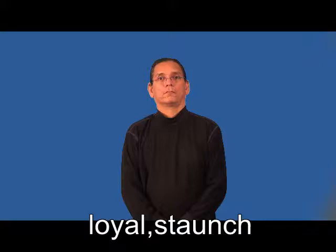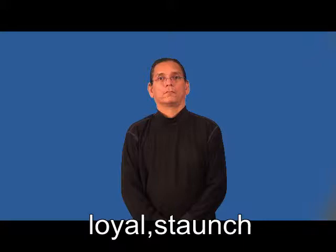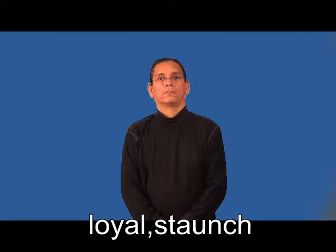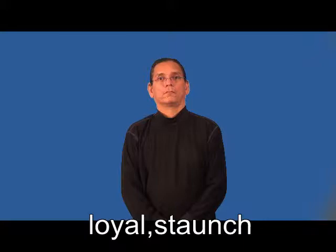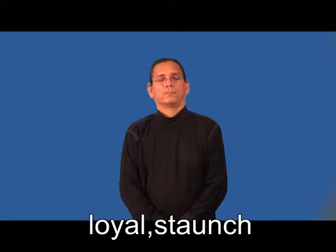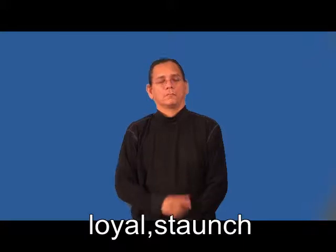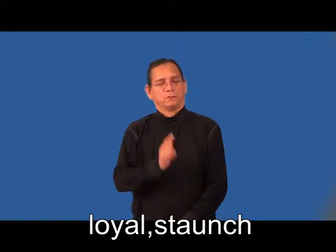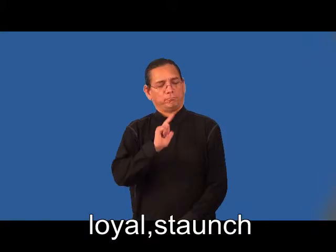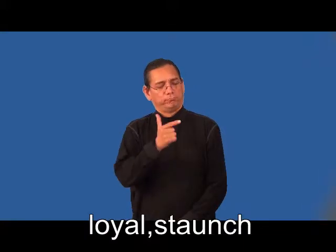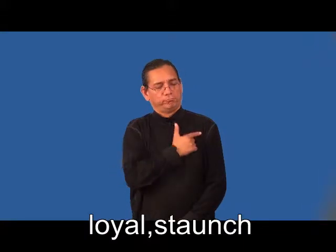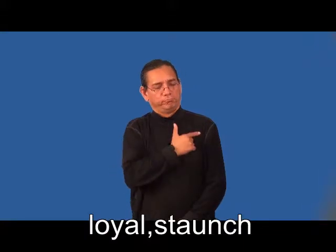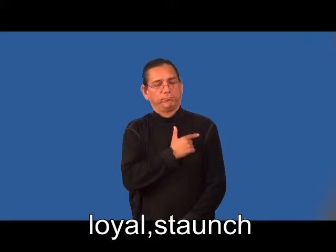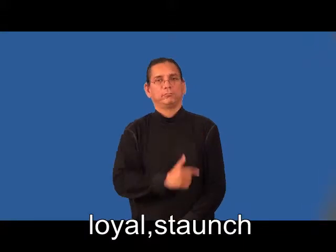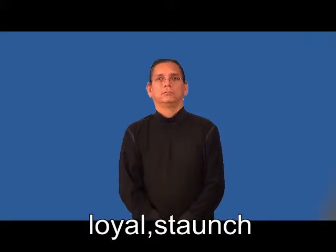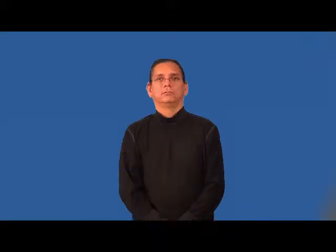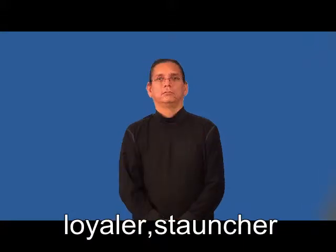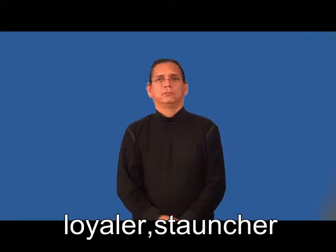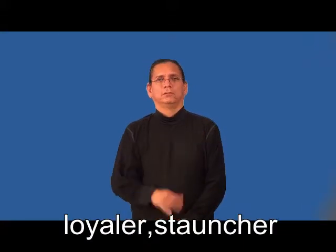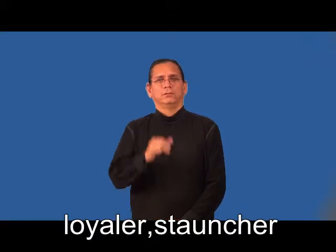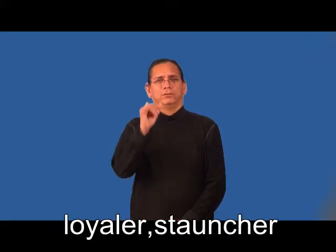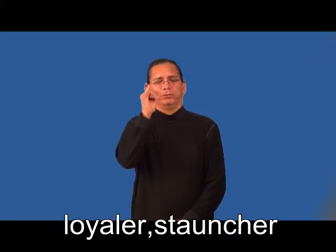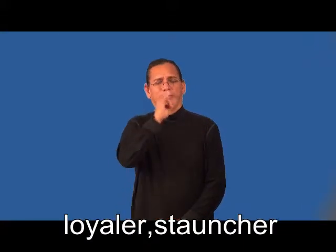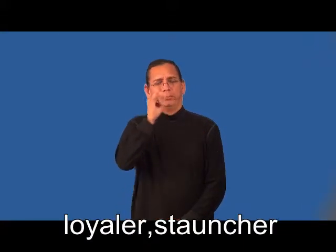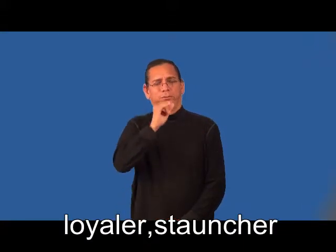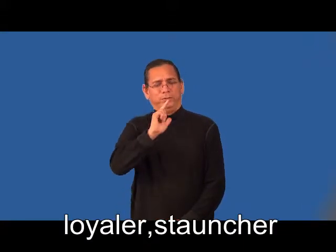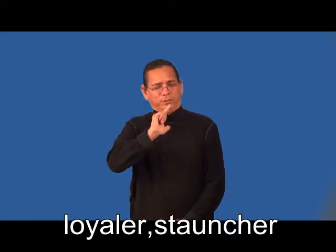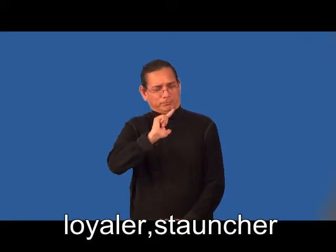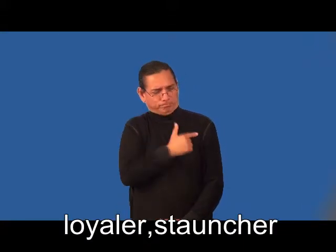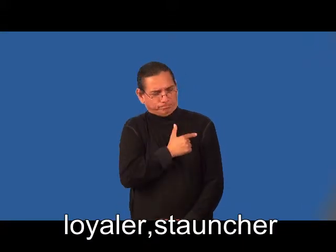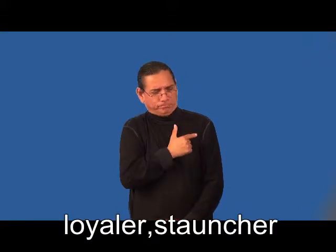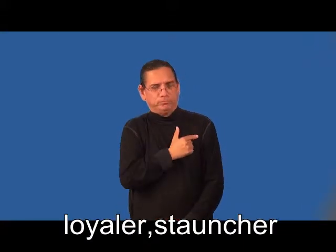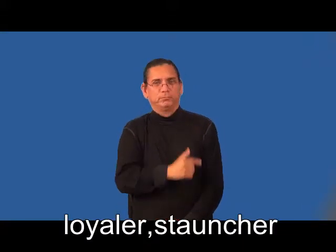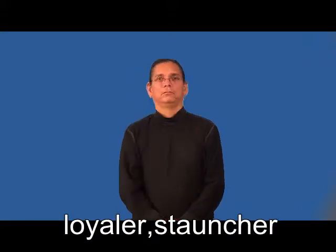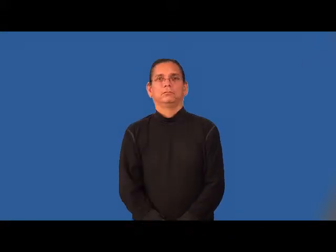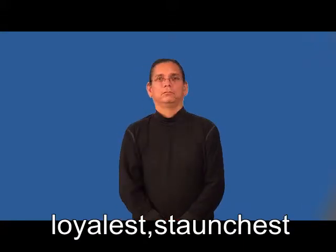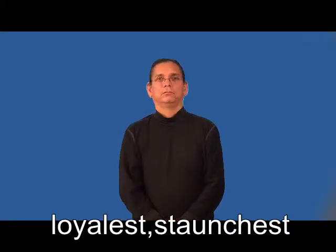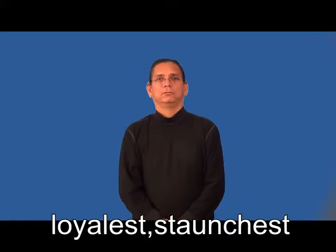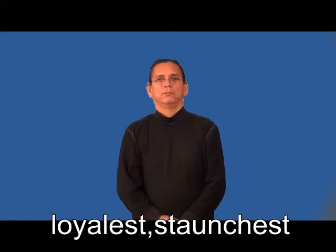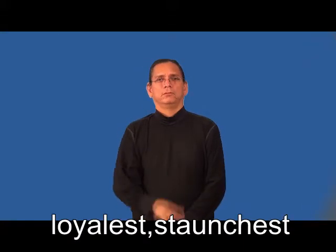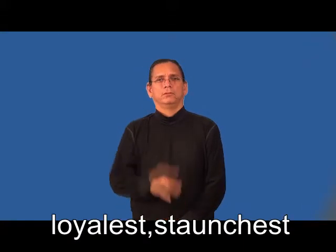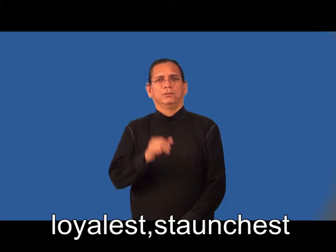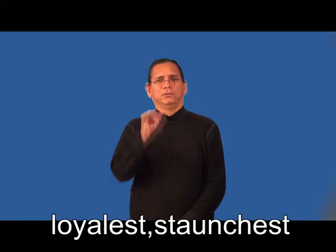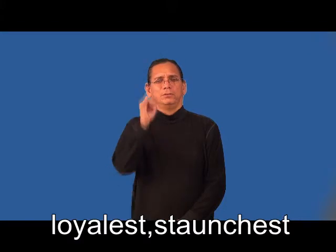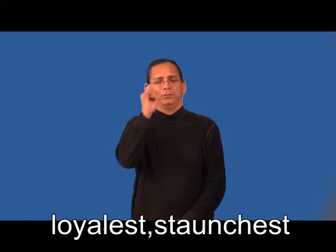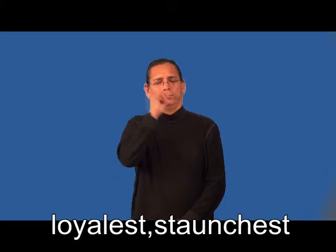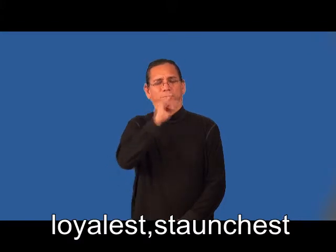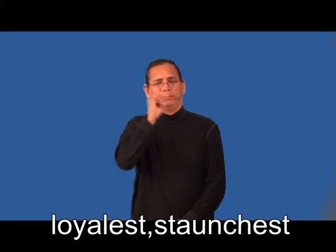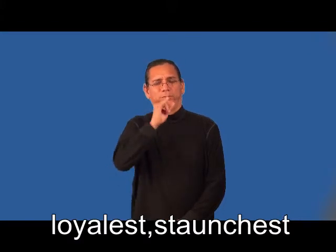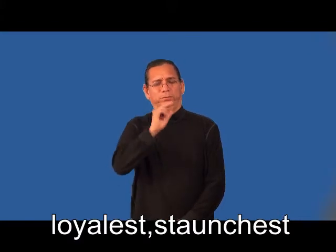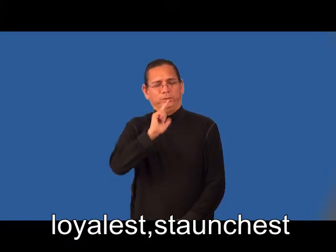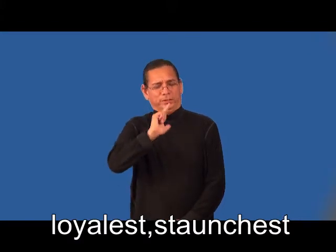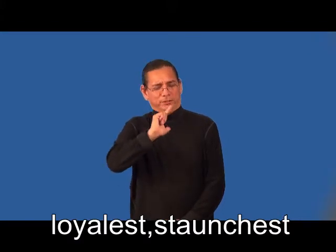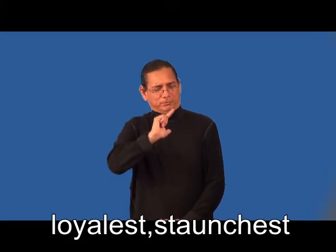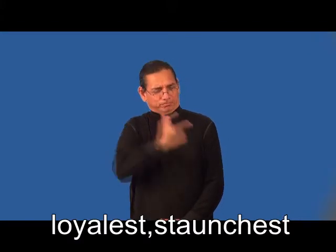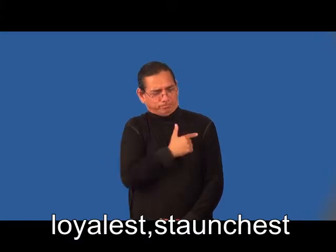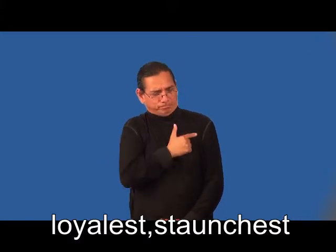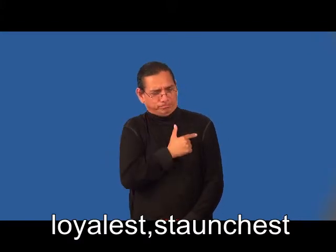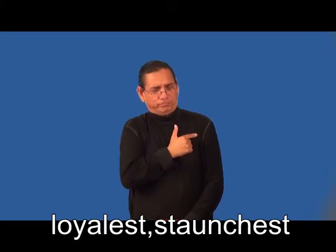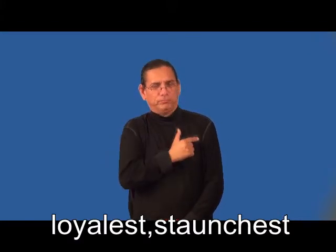loyaler,stauncher,loyalest,staunchest